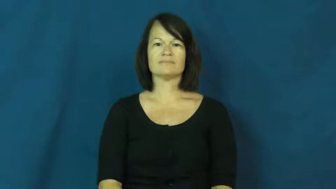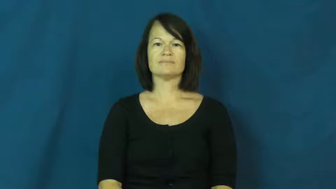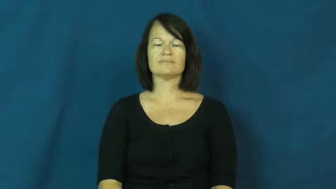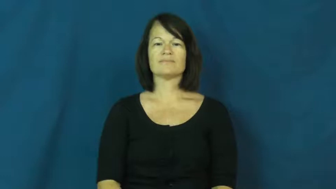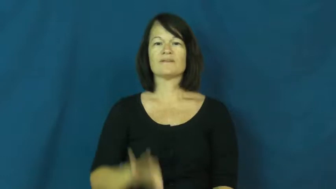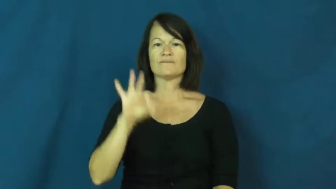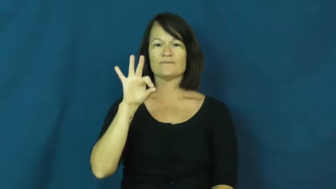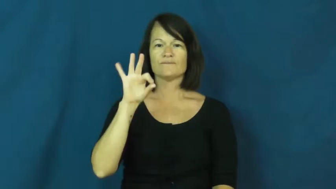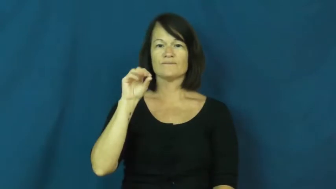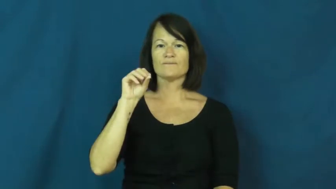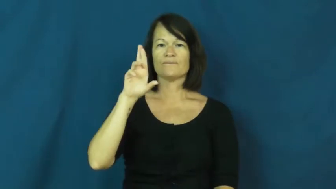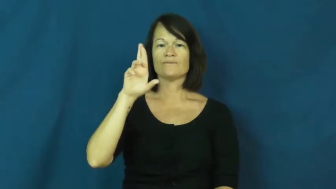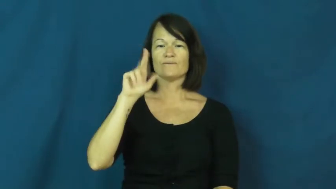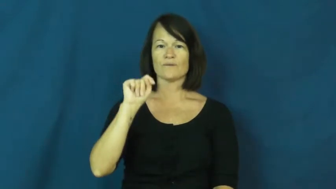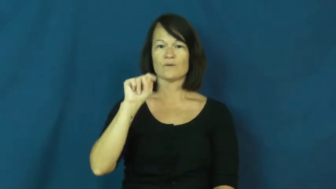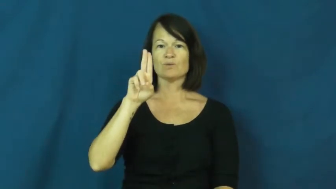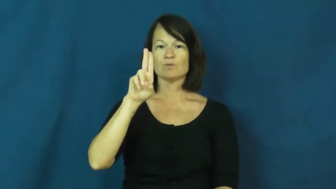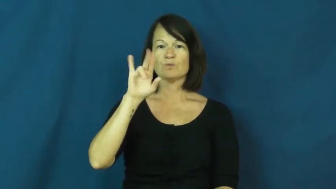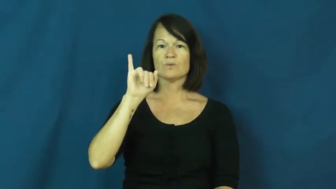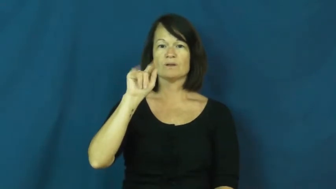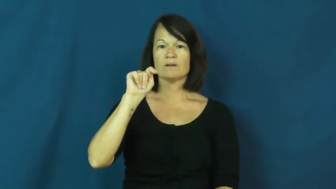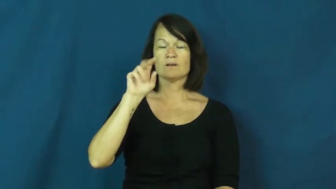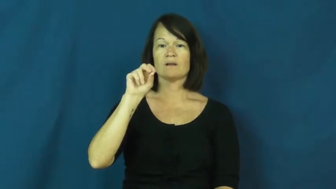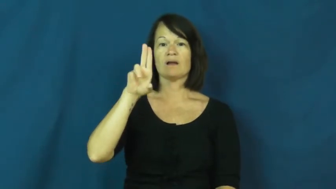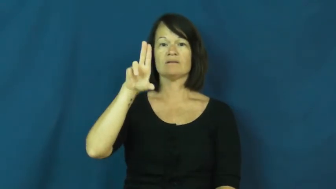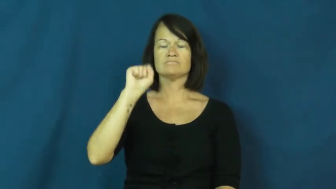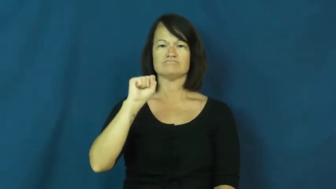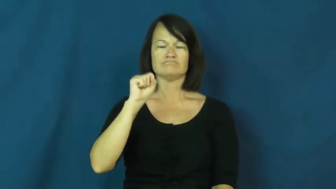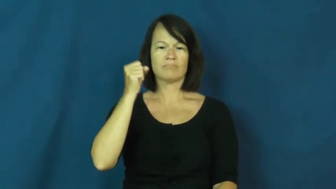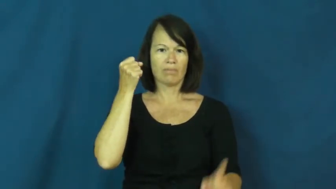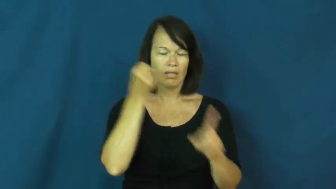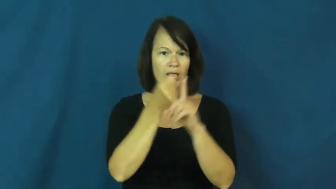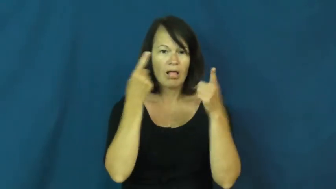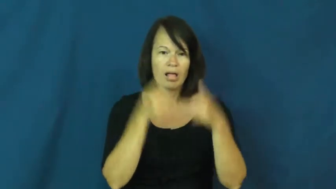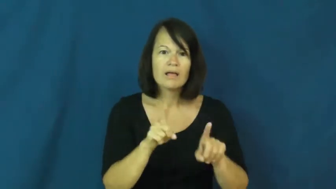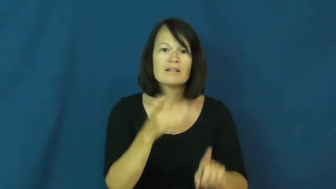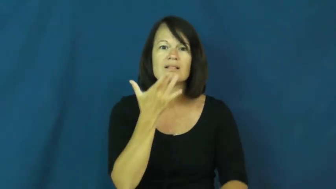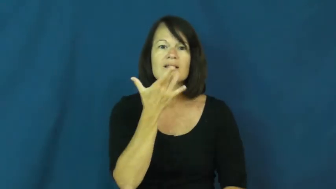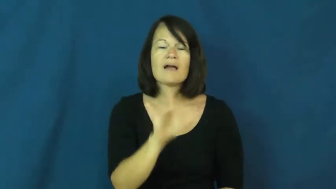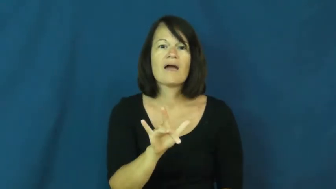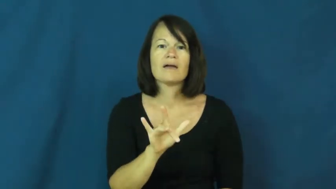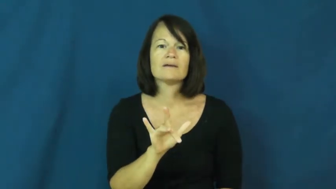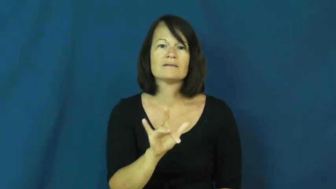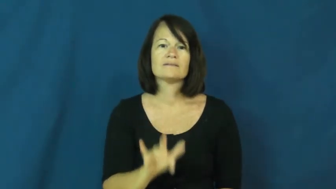fortuitous